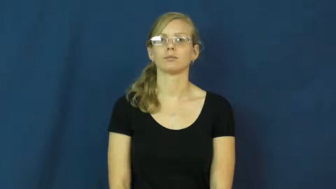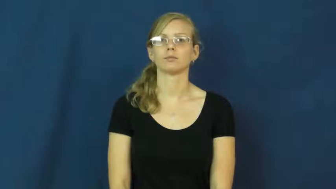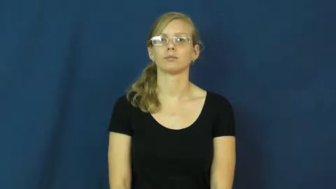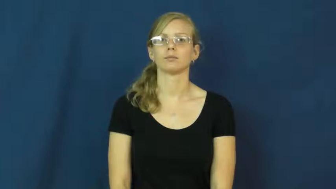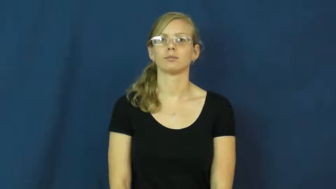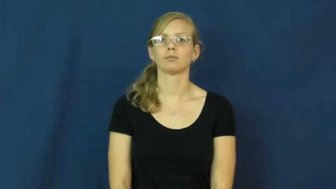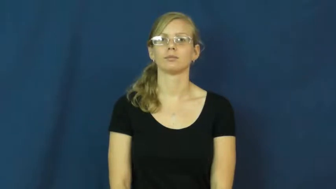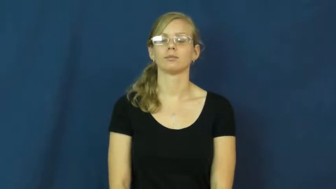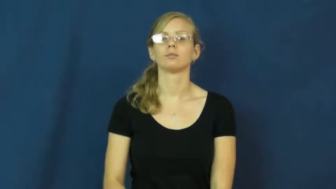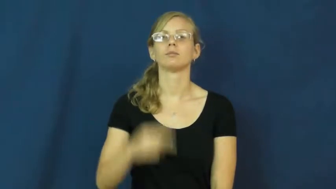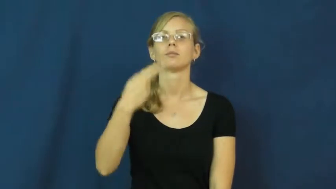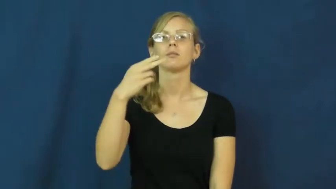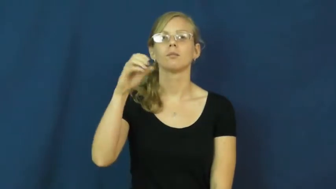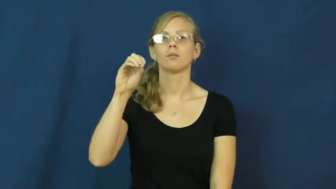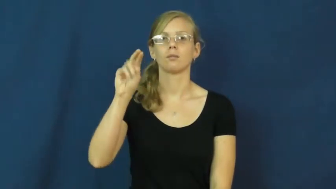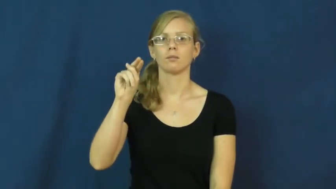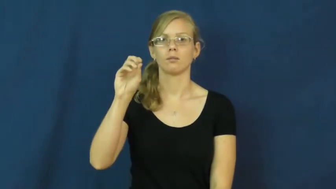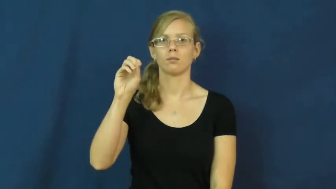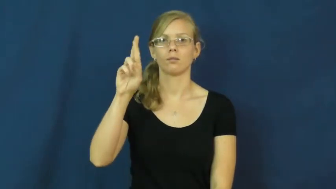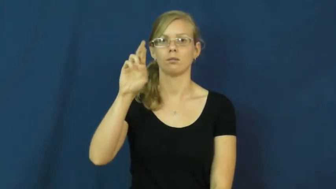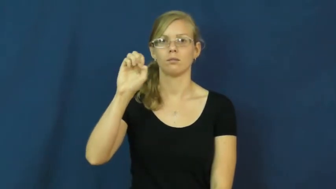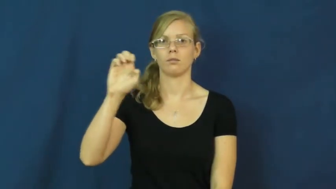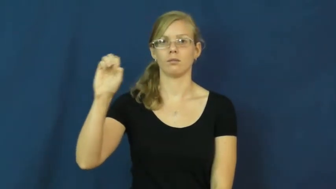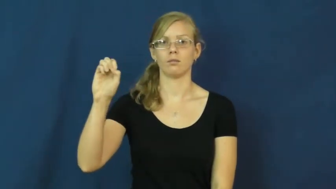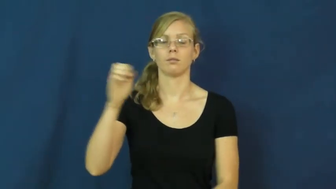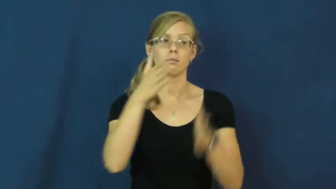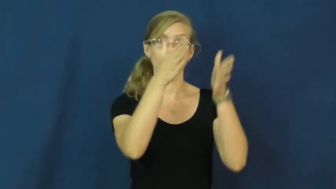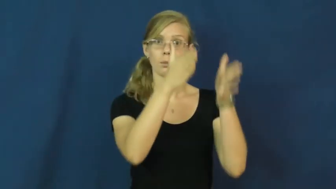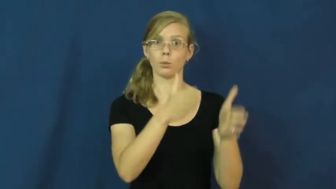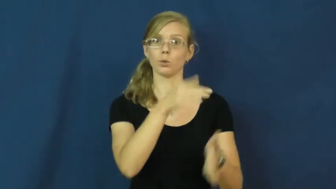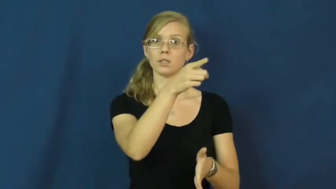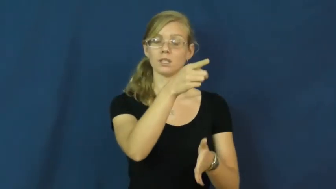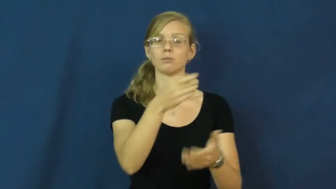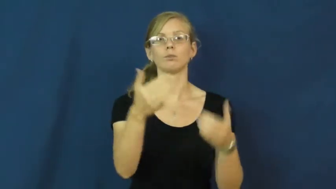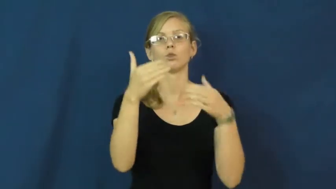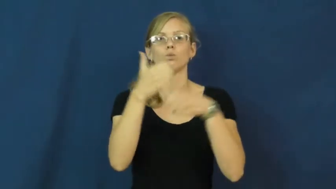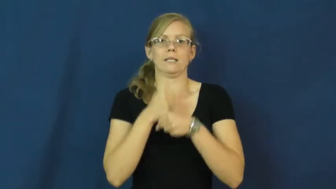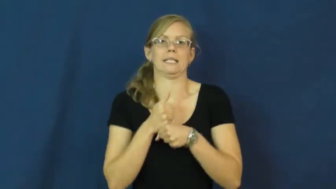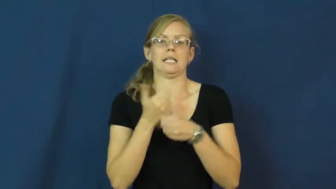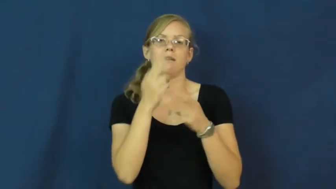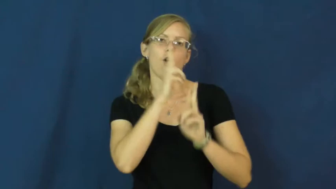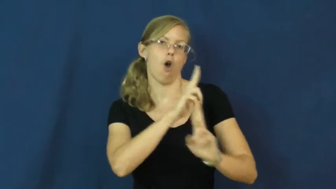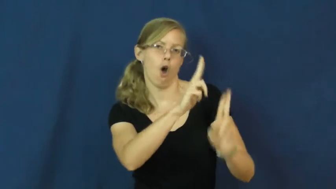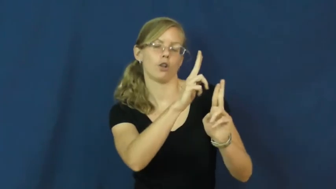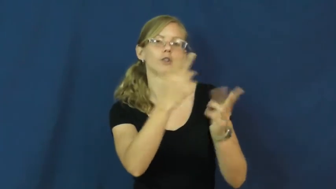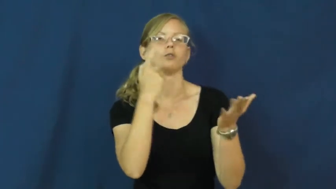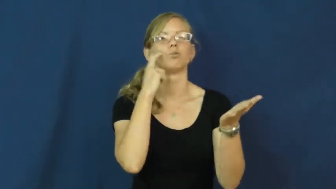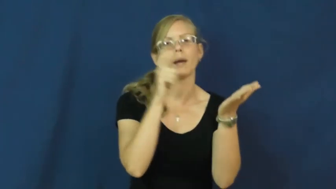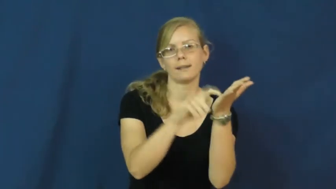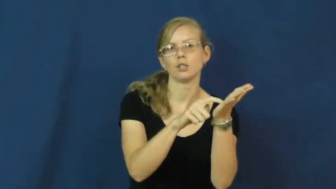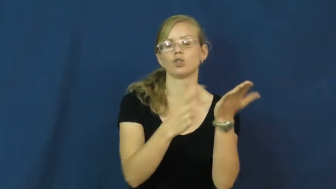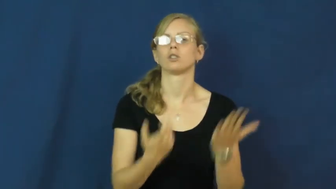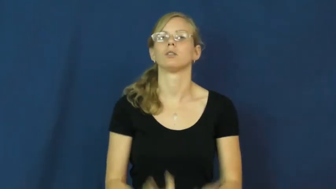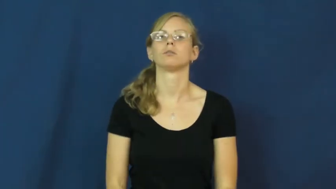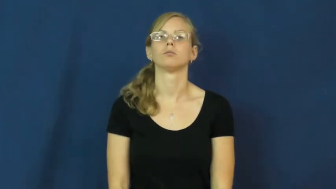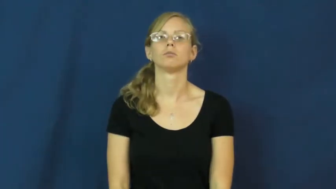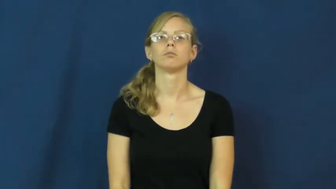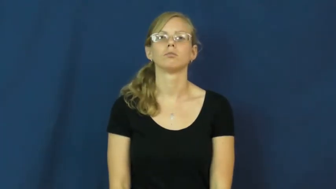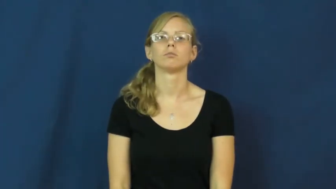honoree